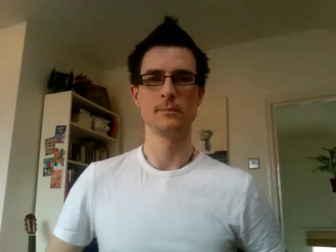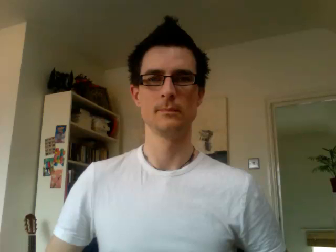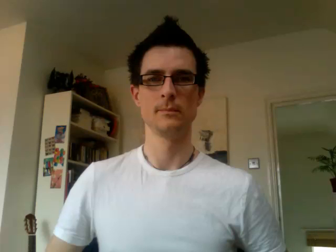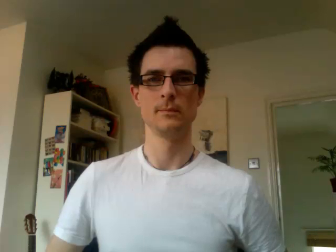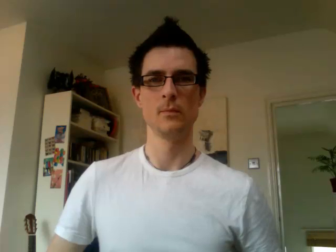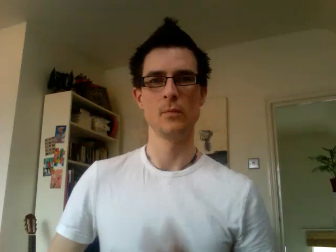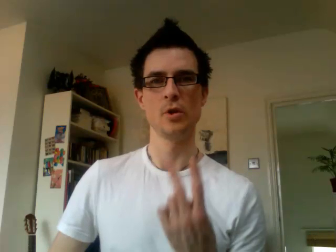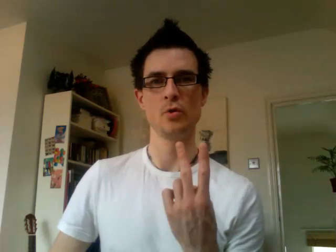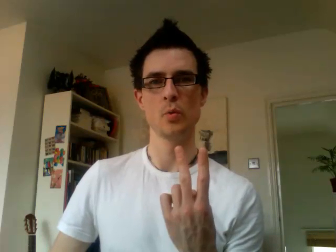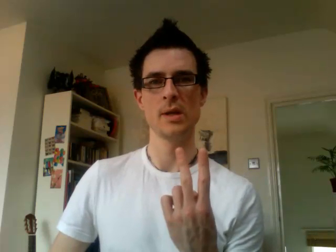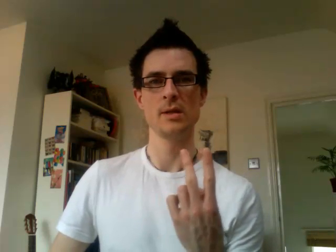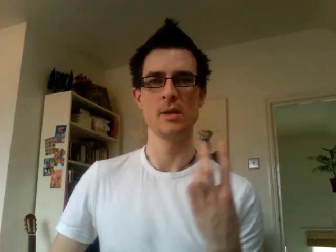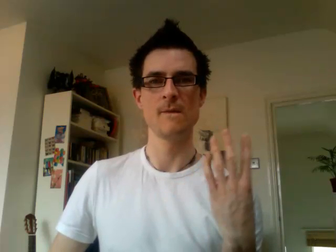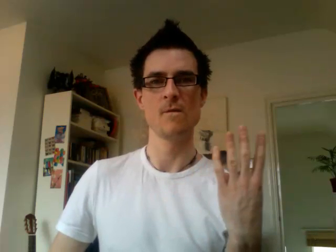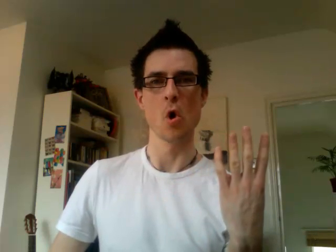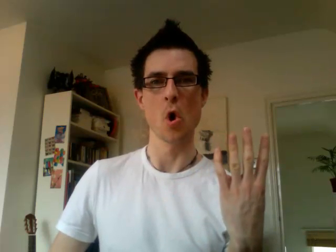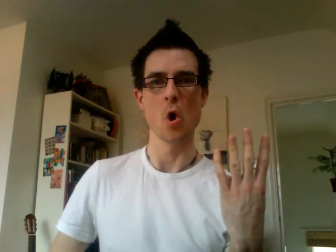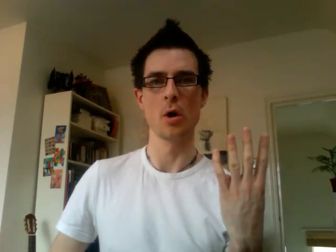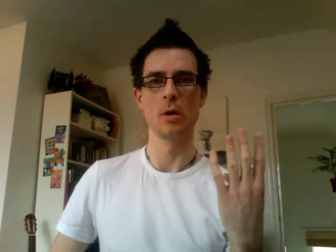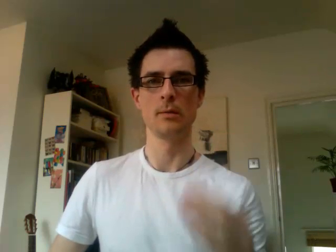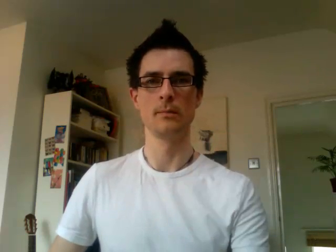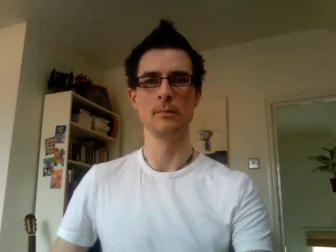24